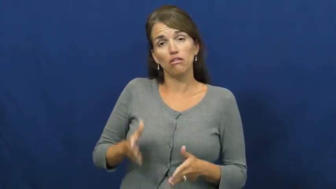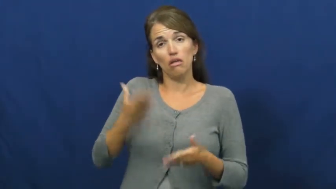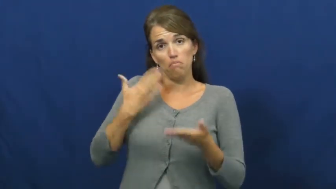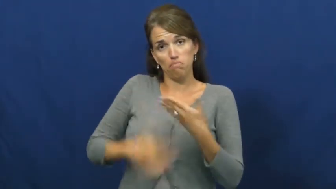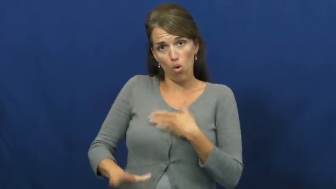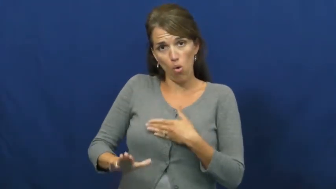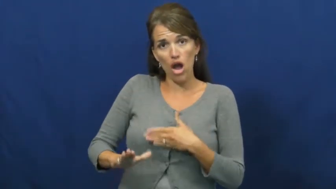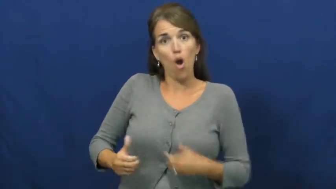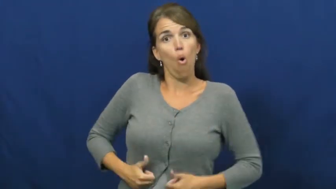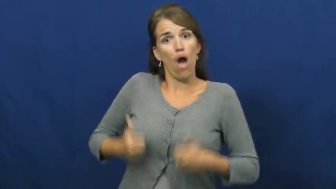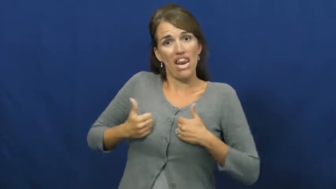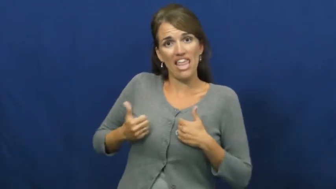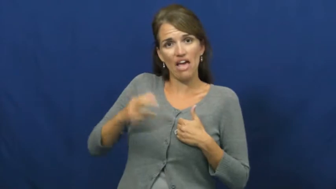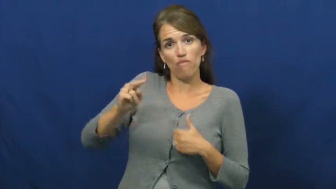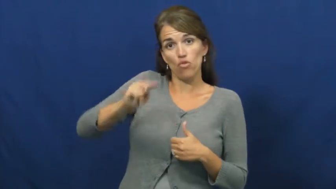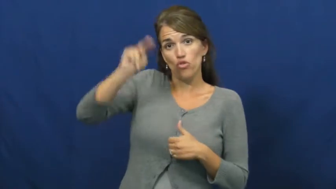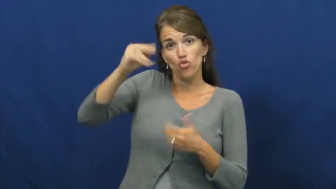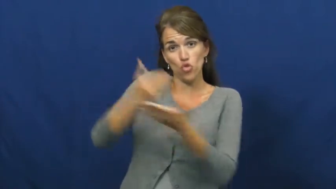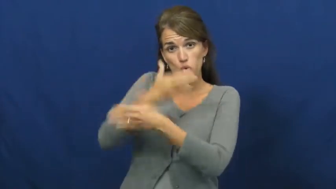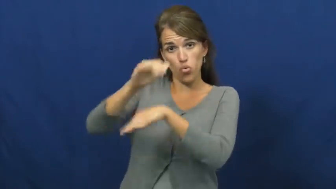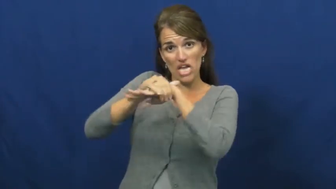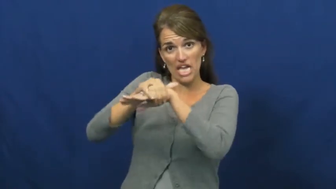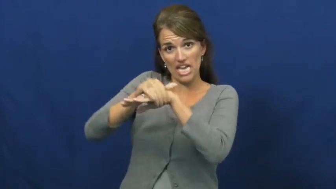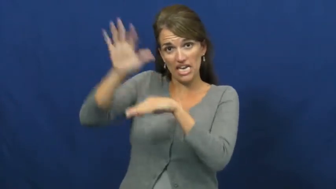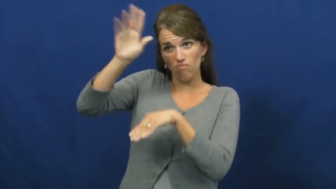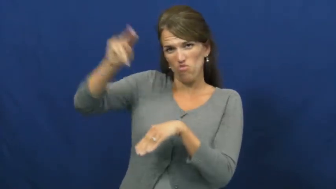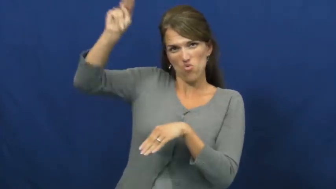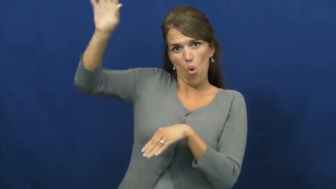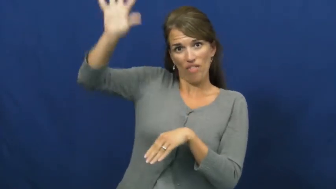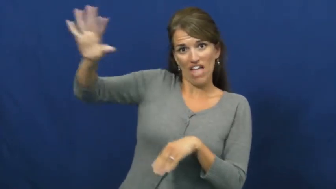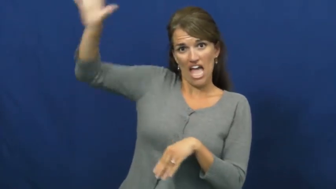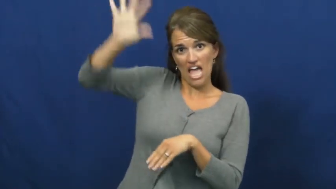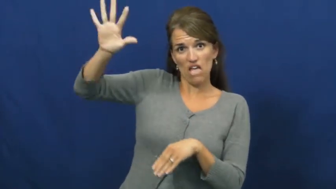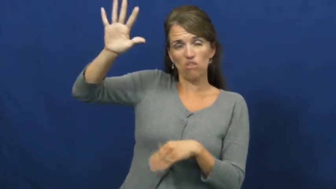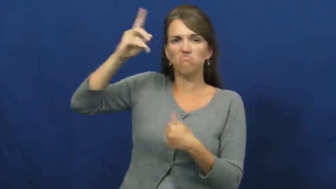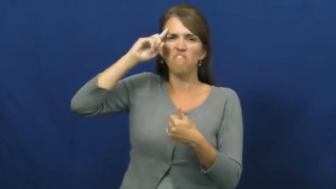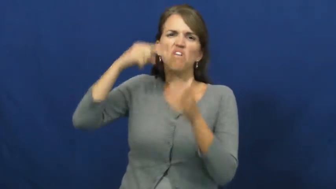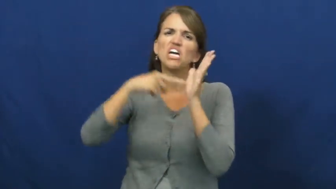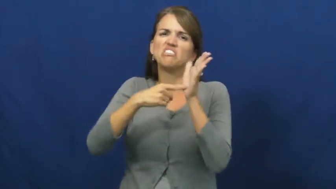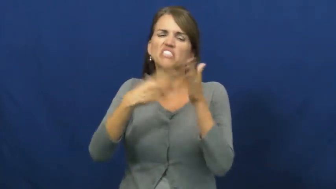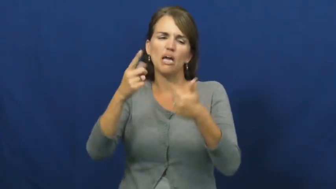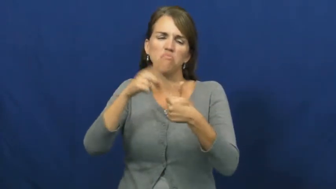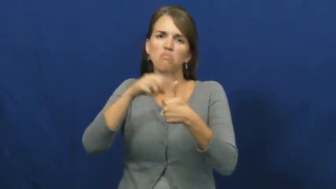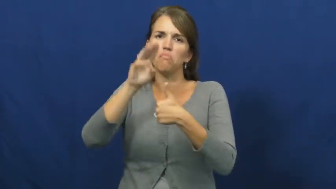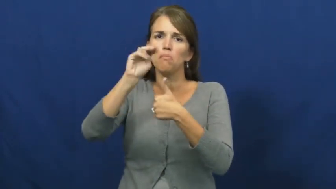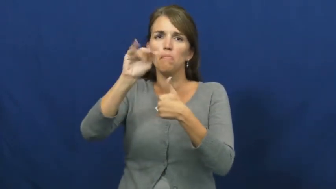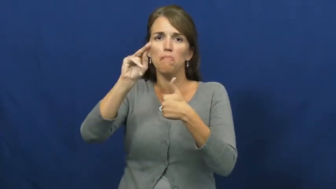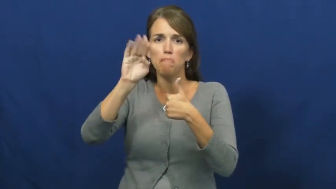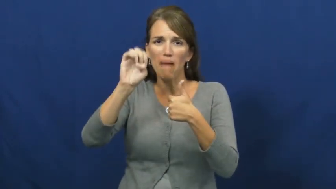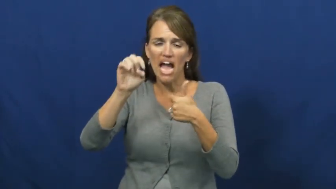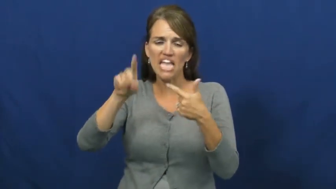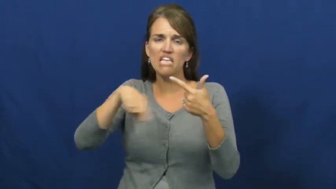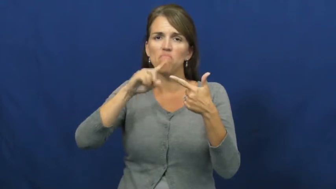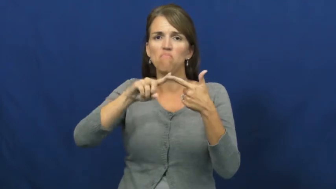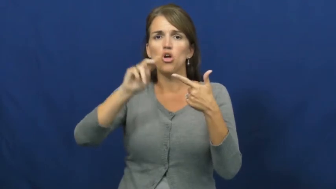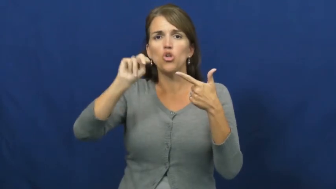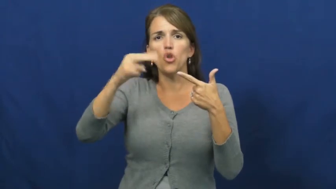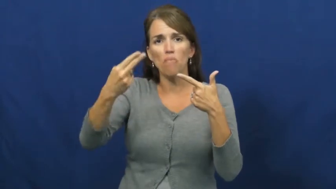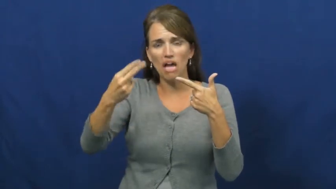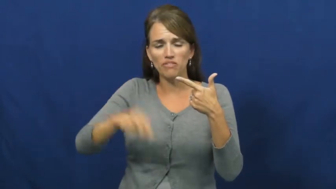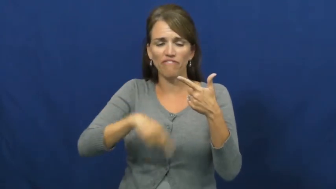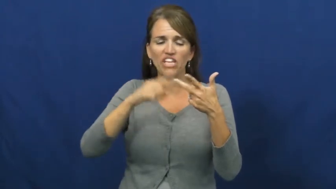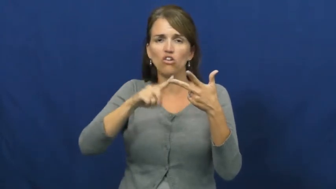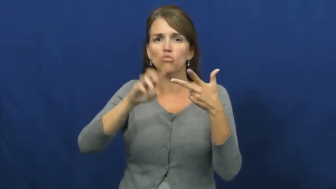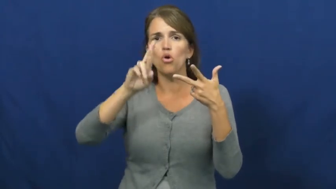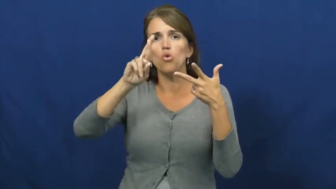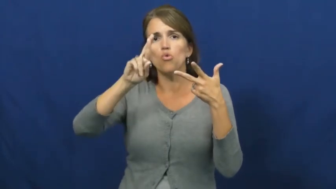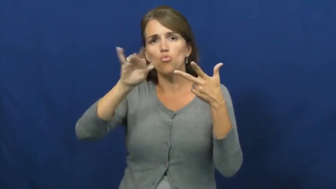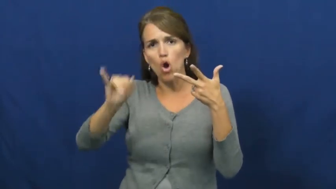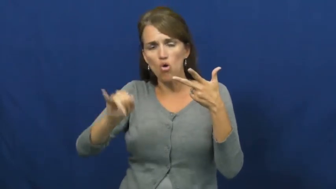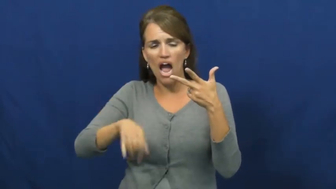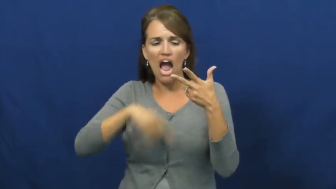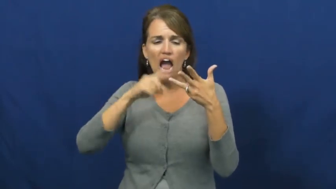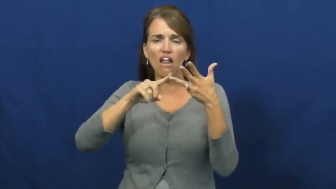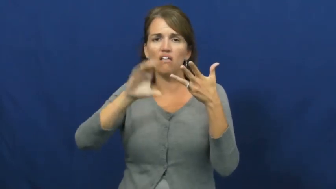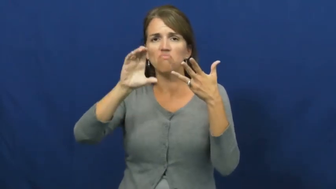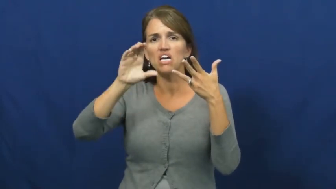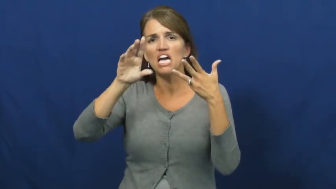yankee